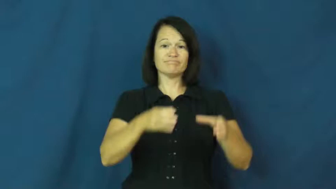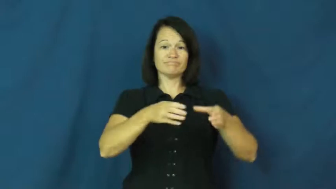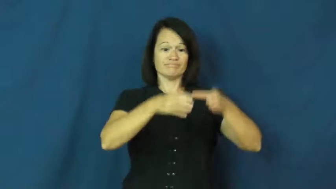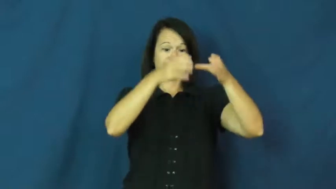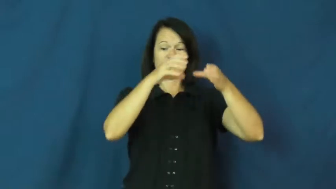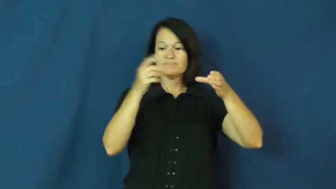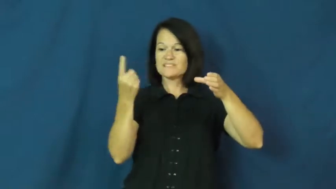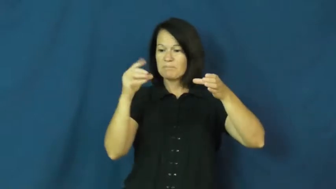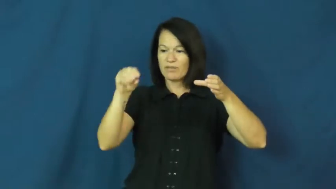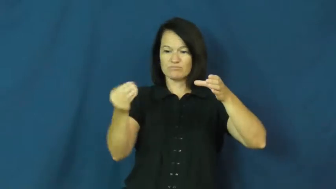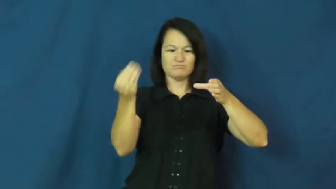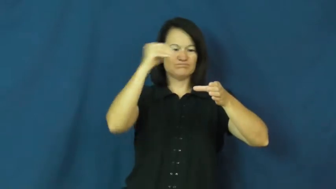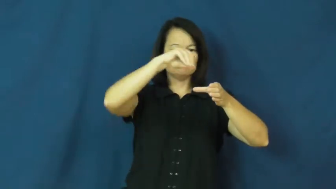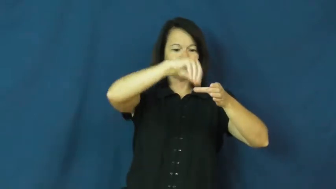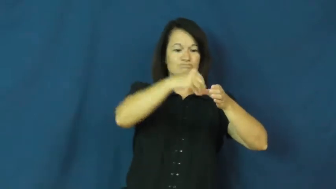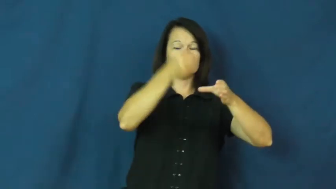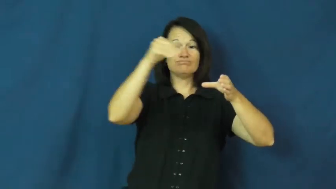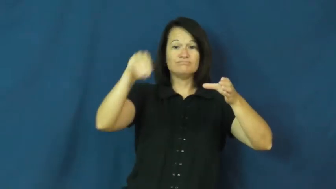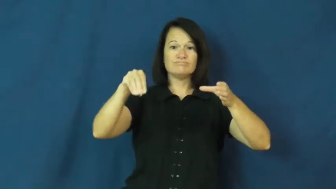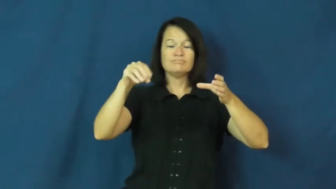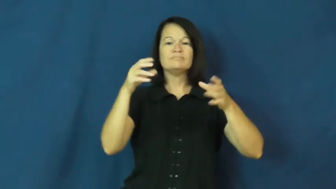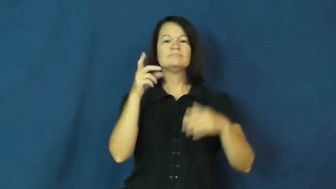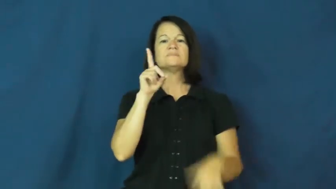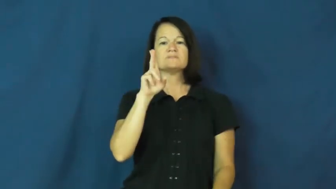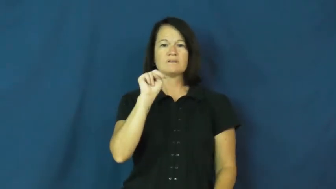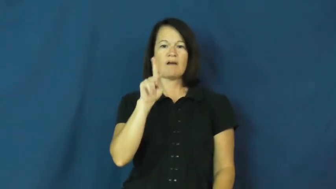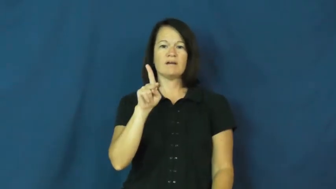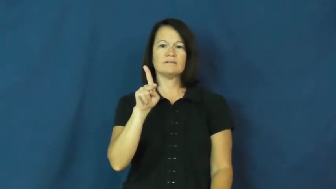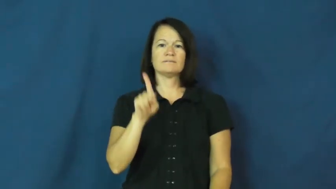dunk-dip